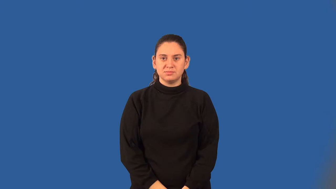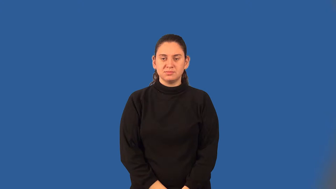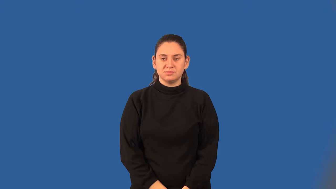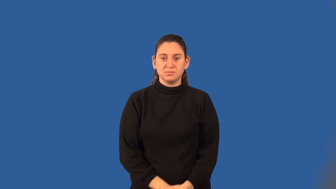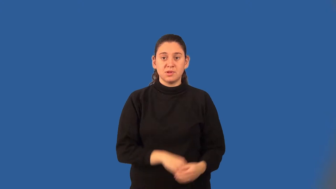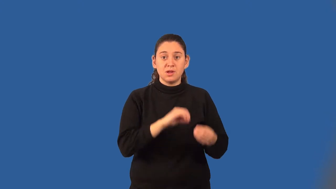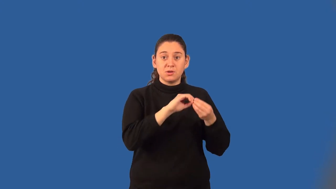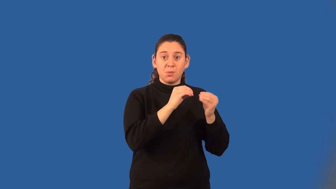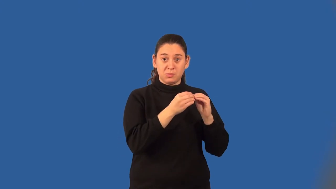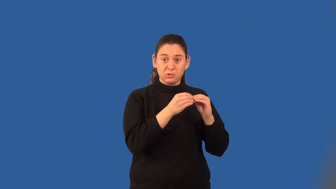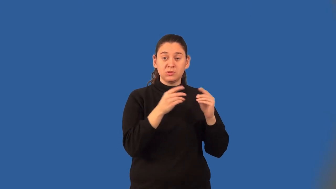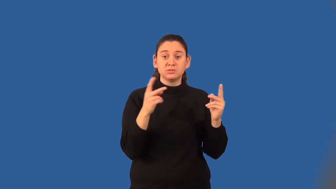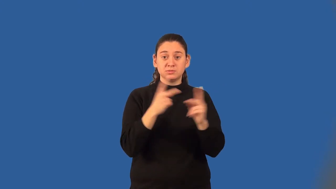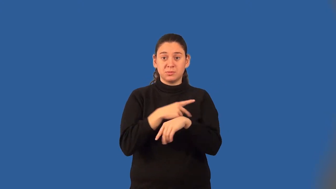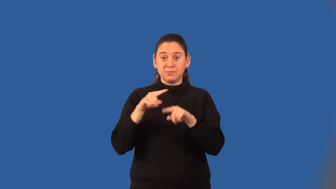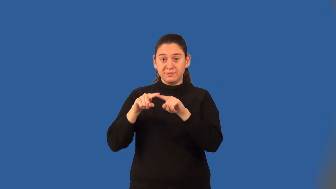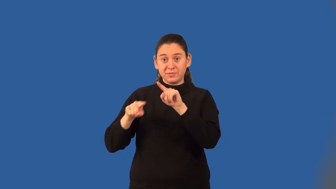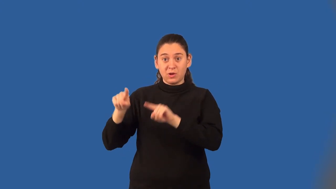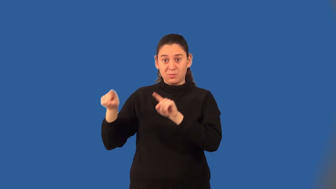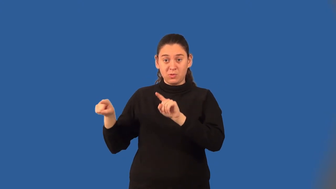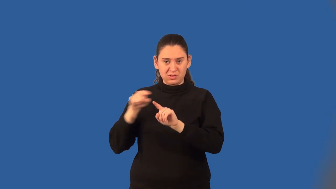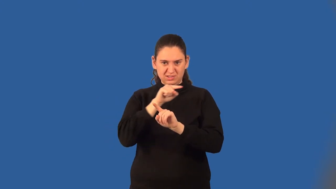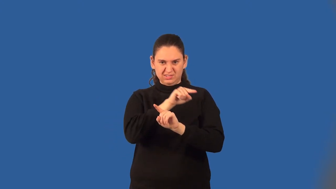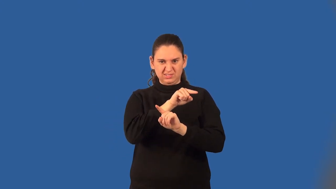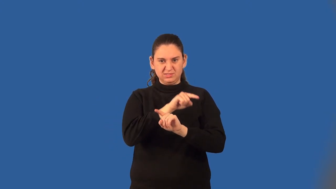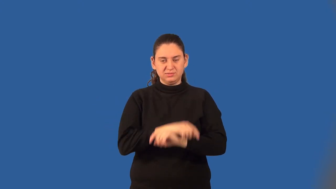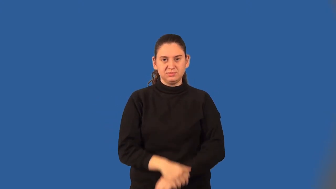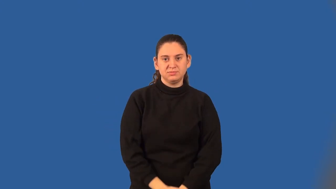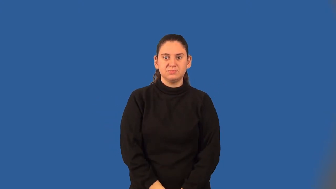coefficient